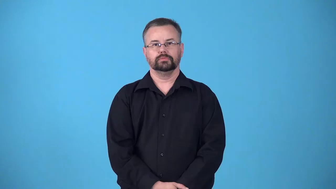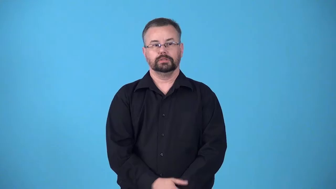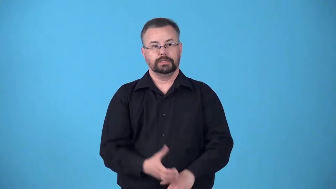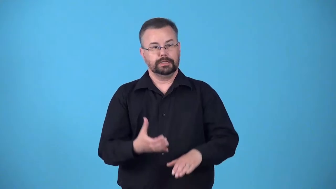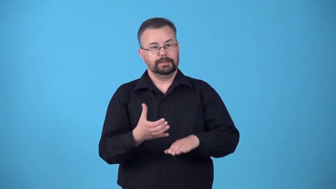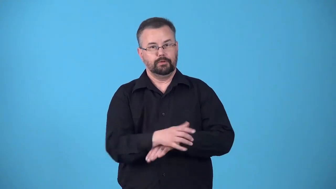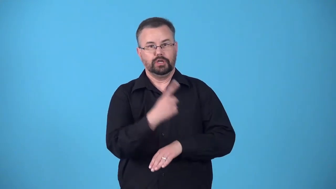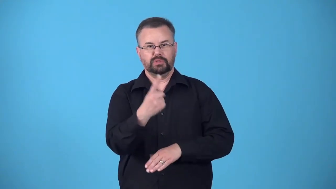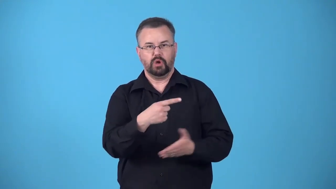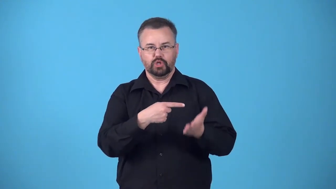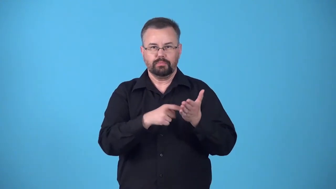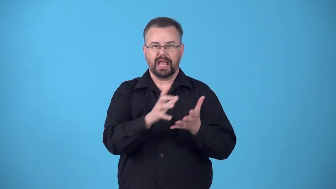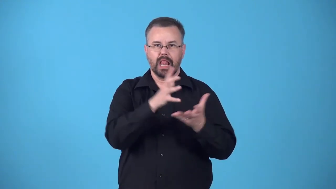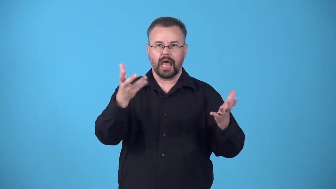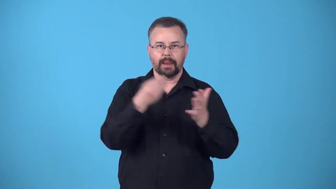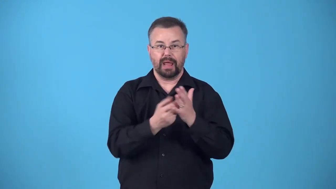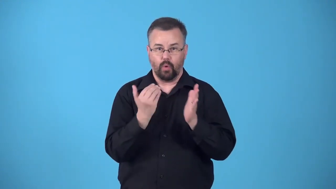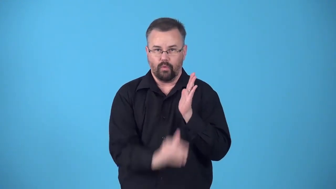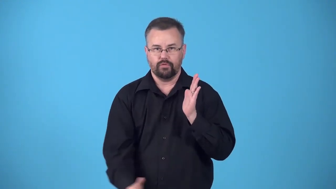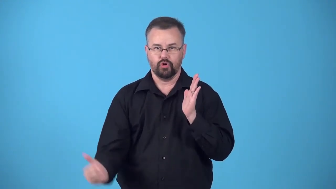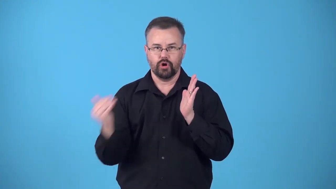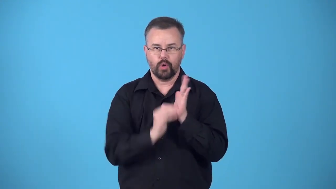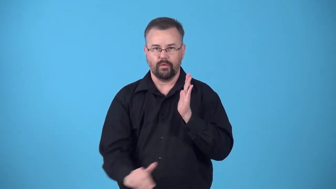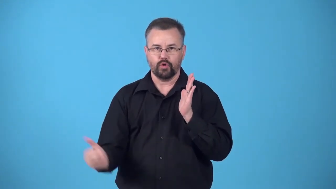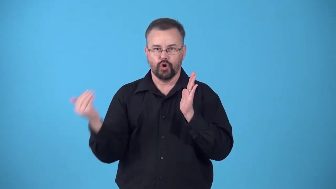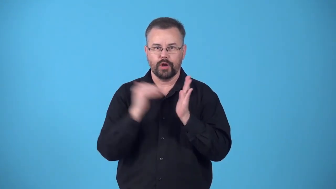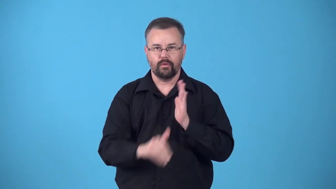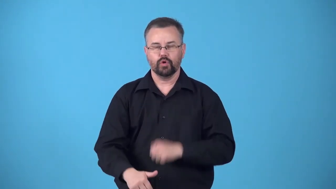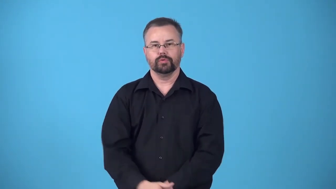bleed-to make someone pay a lot of money, especially regularly over a long period of time